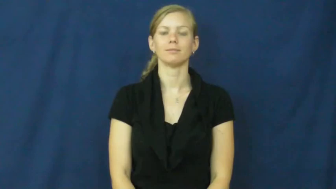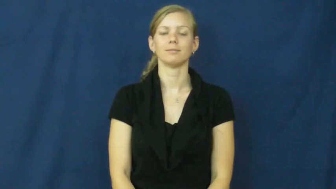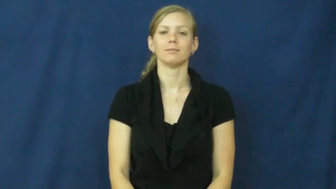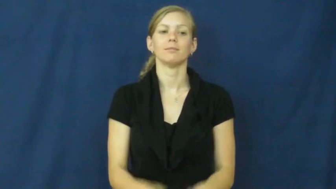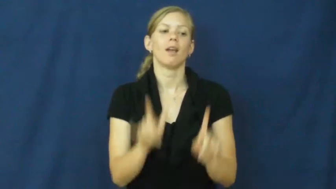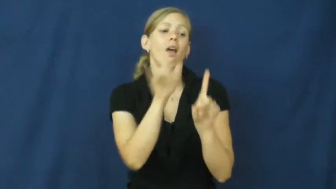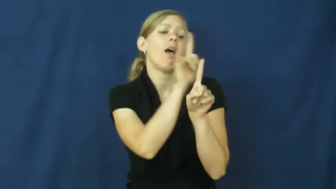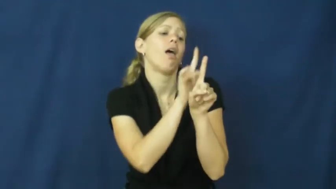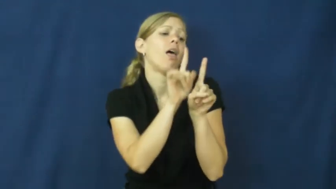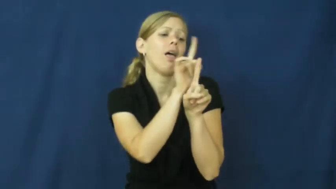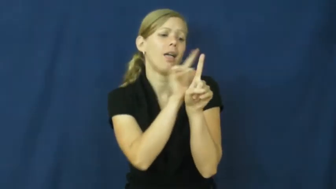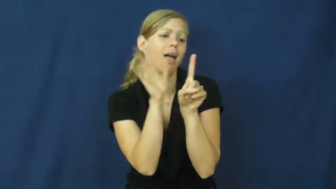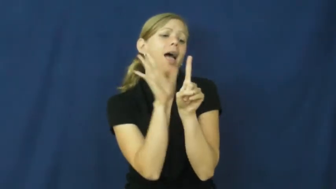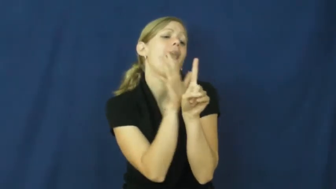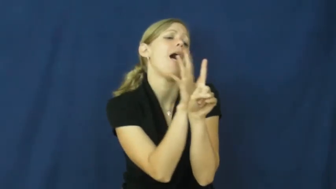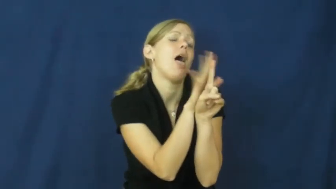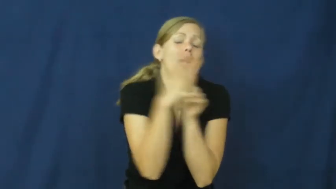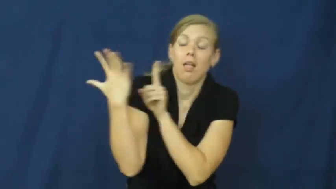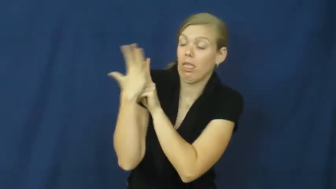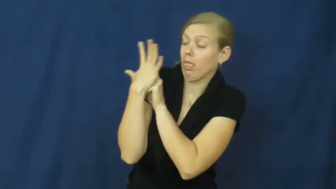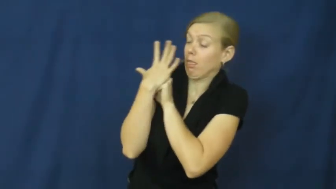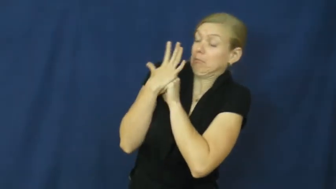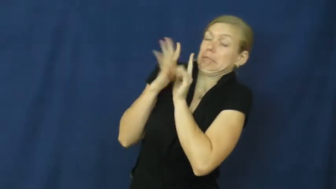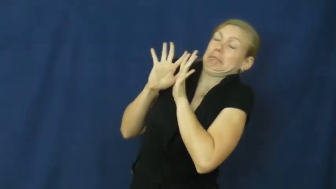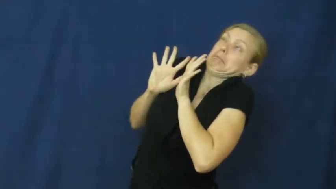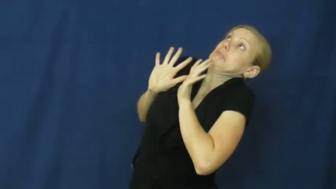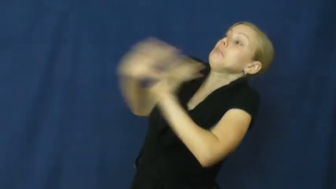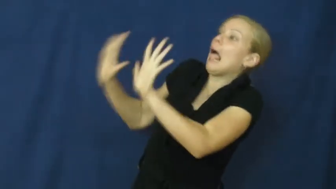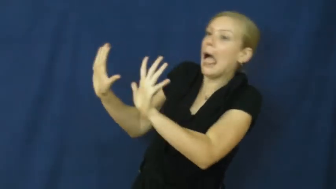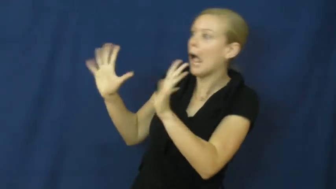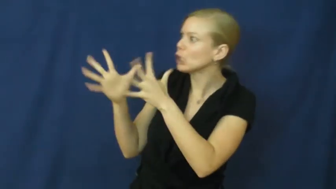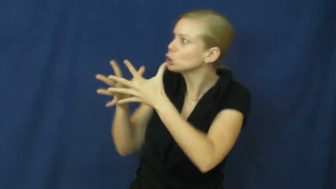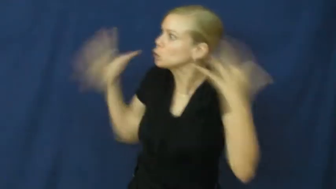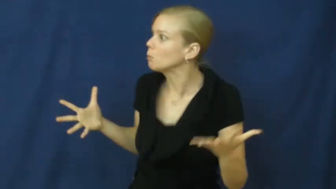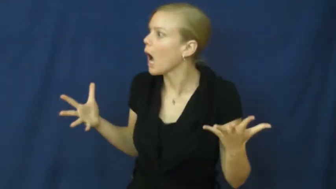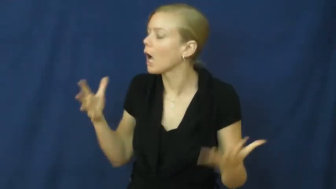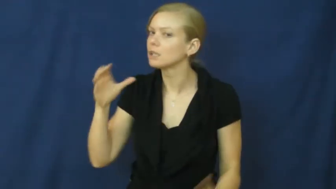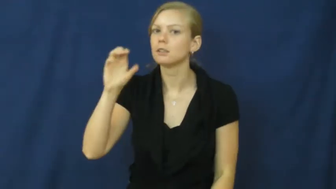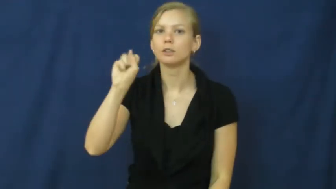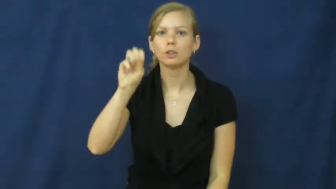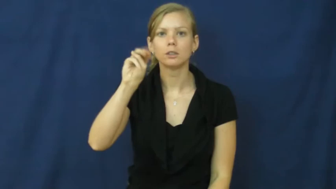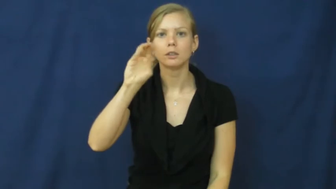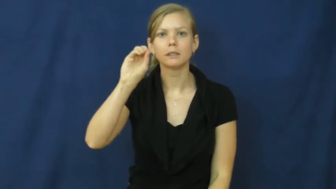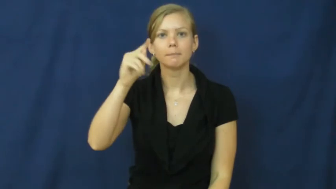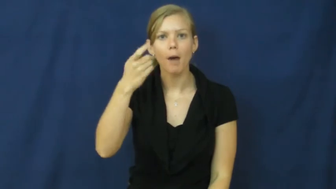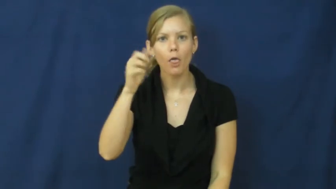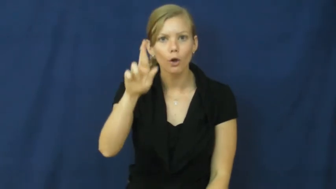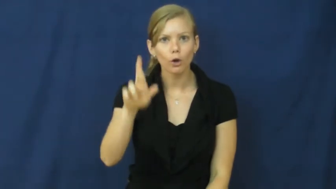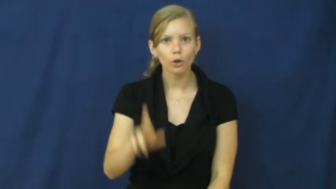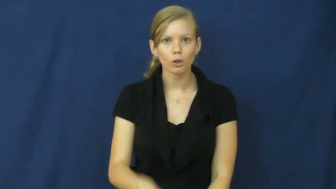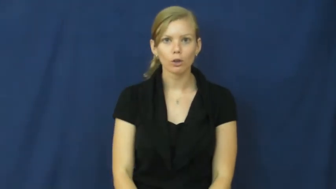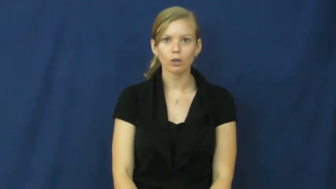smother-too much love